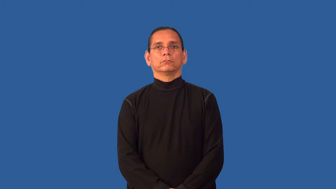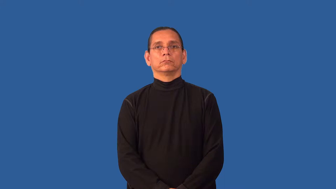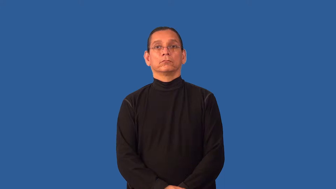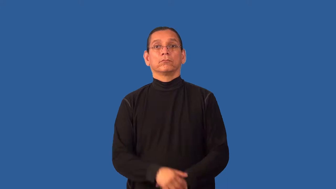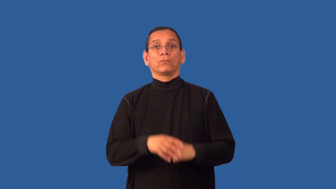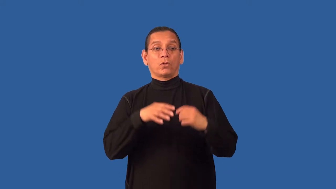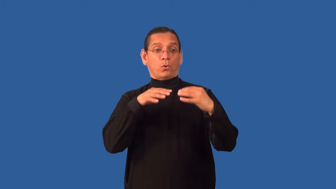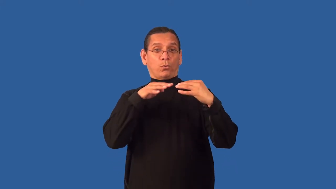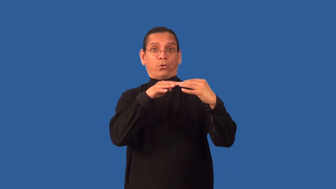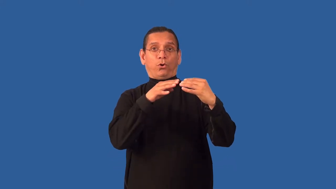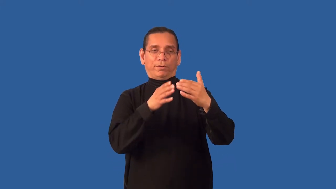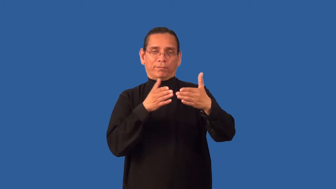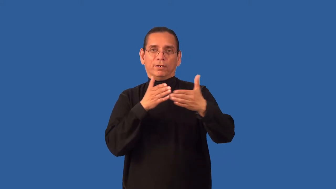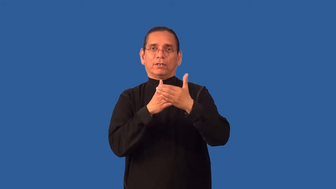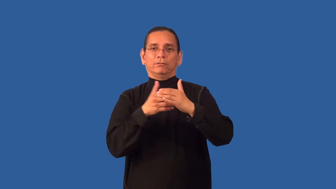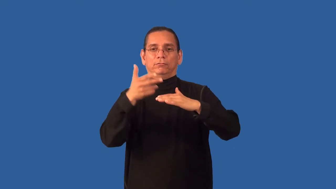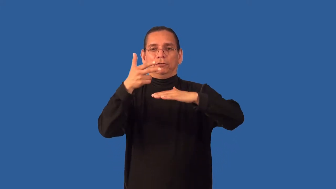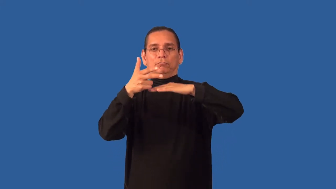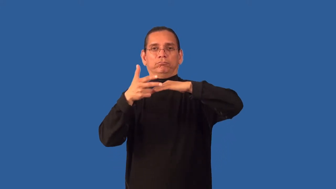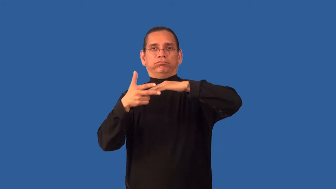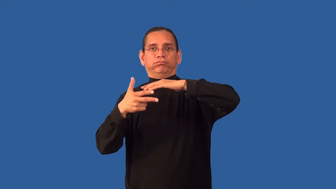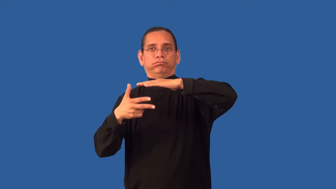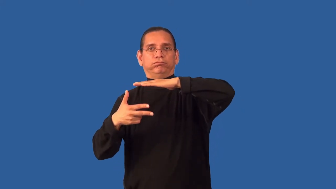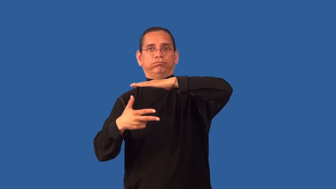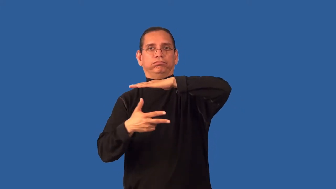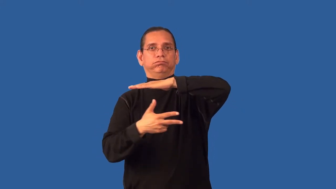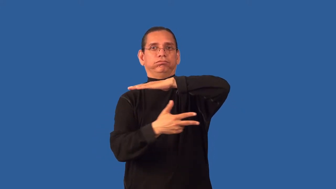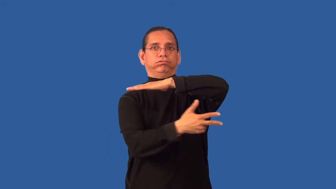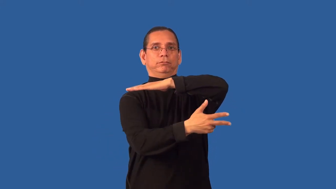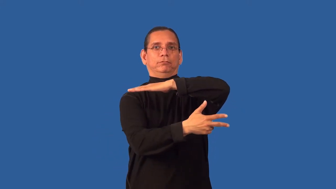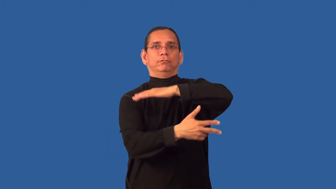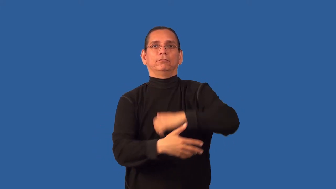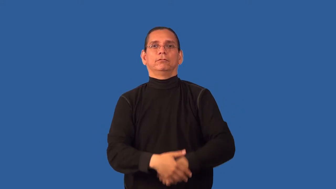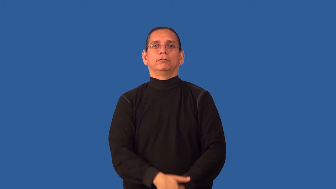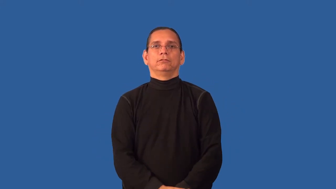antisubmarine